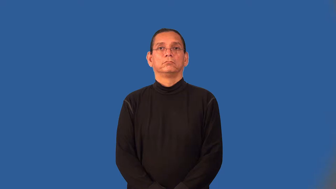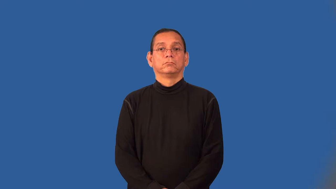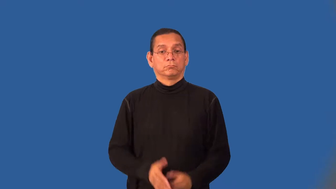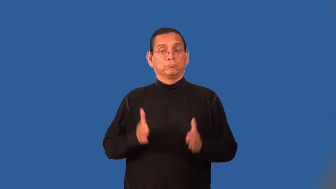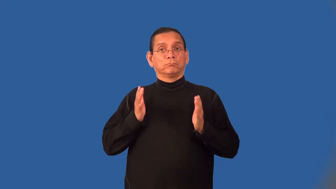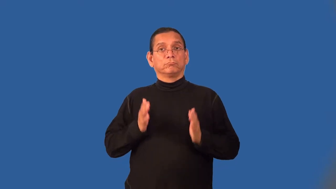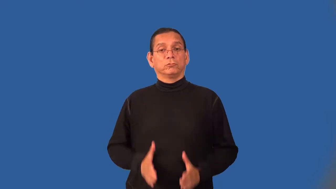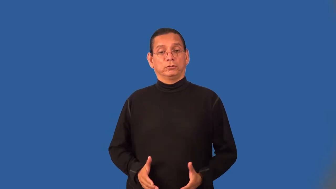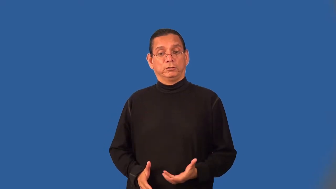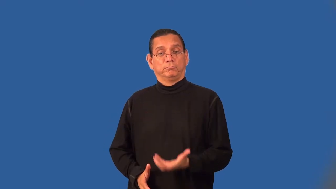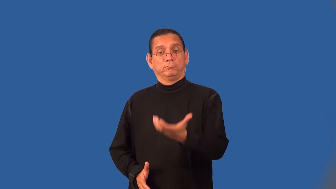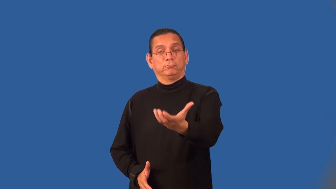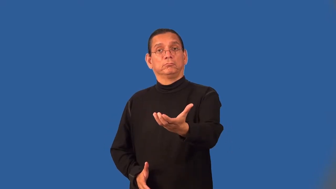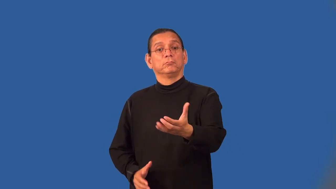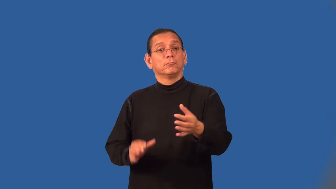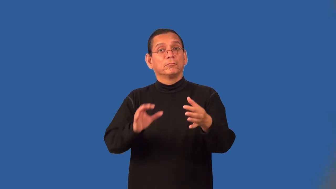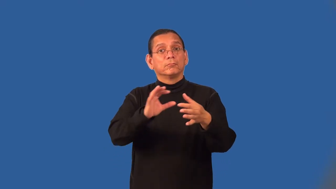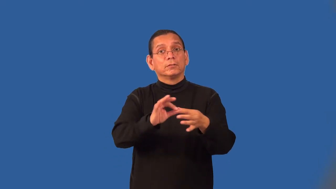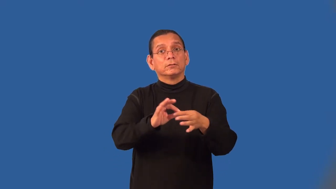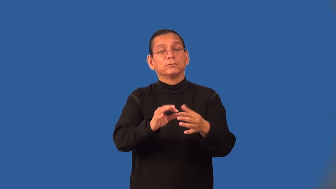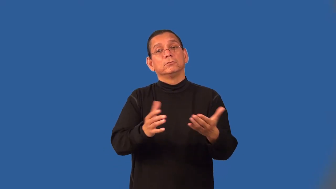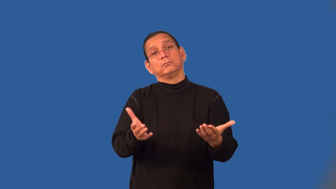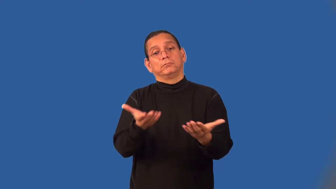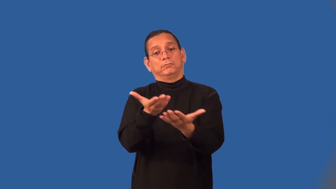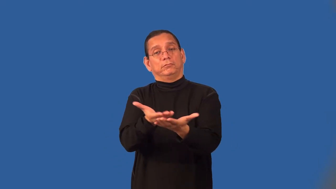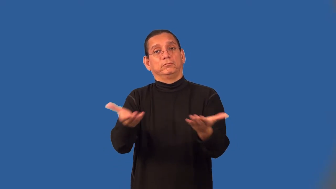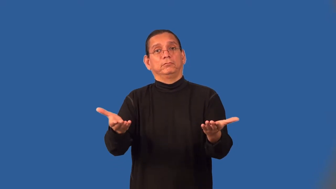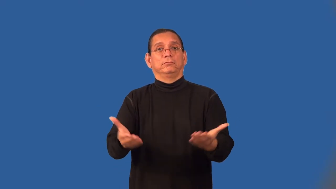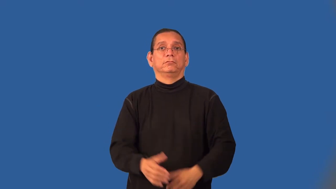conveyer